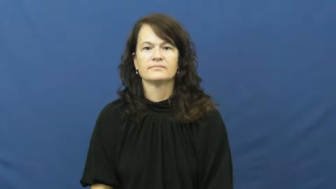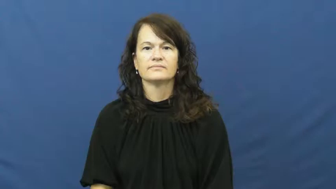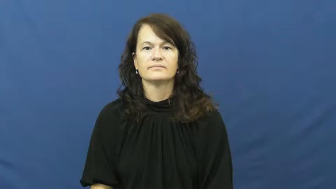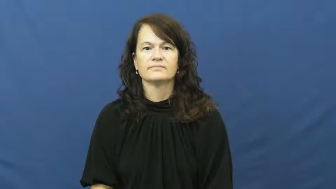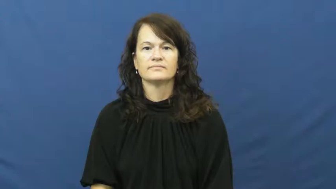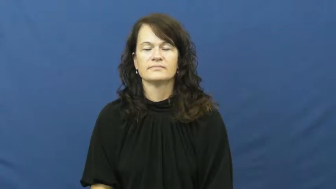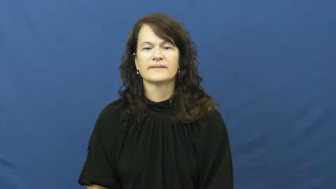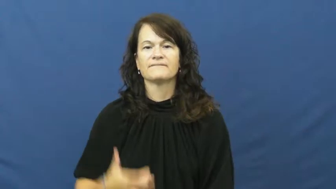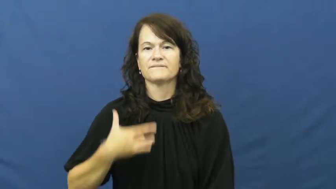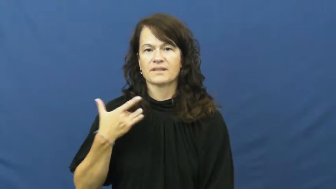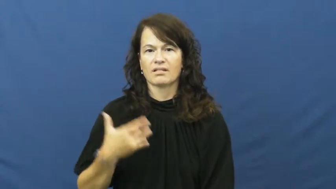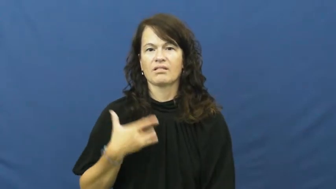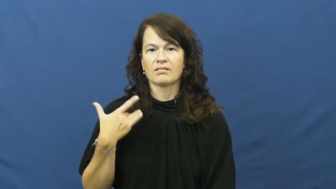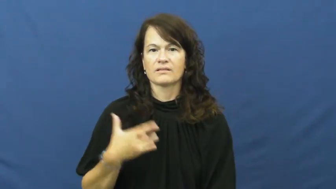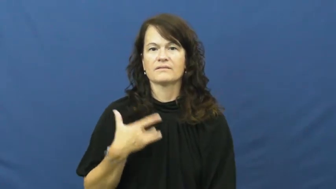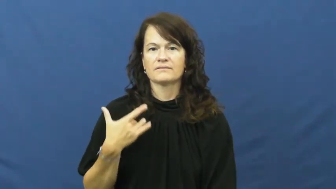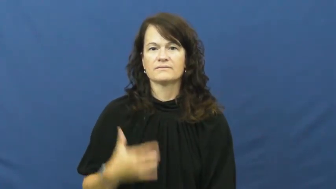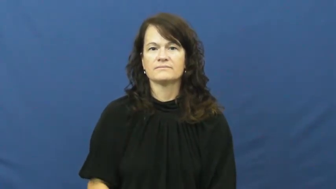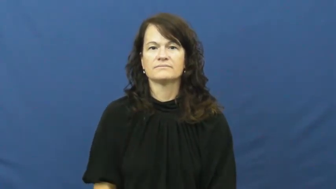sense,pick up on,perception